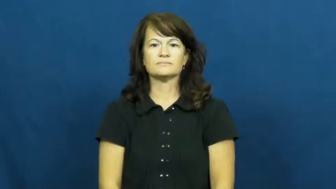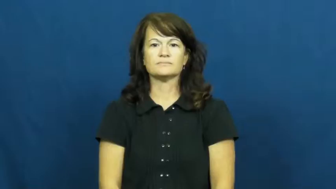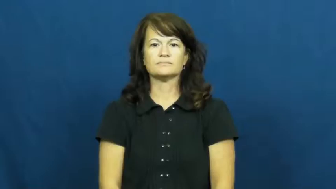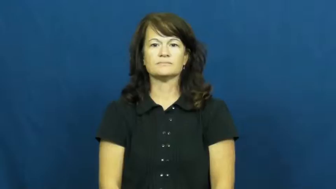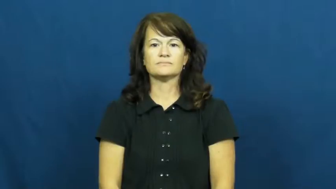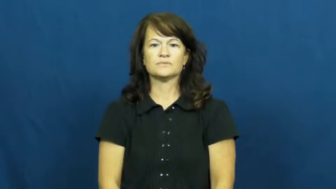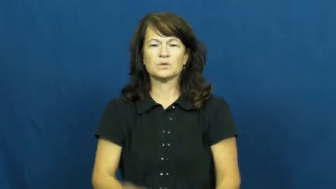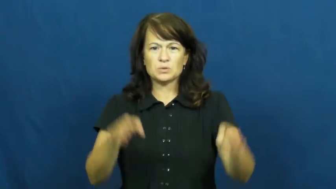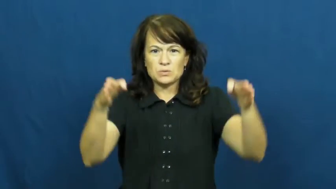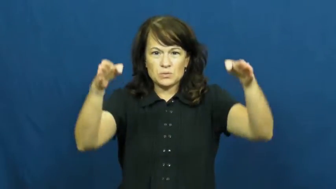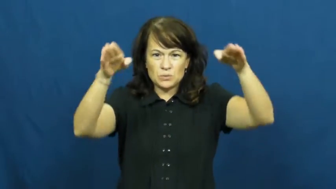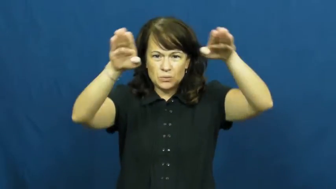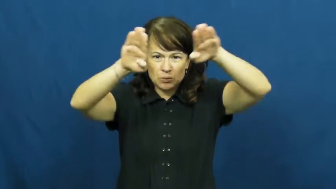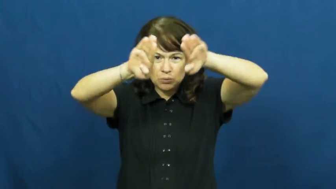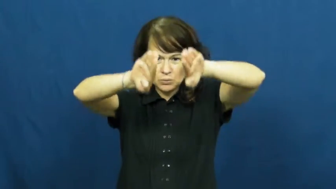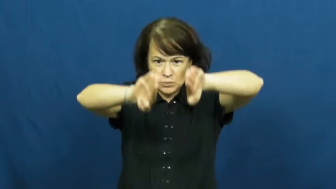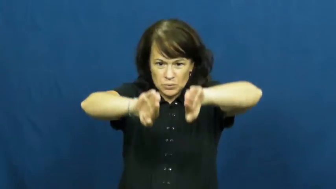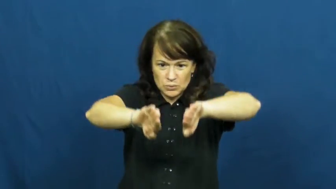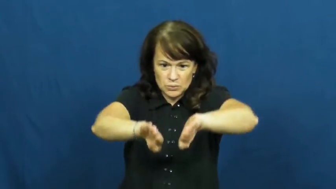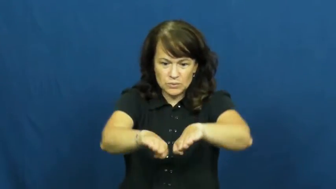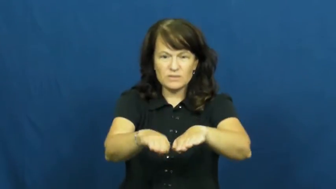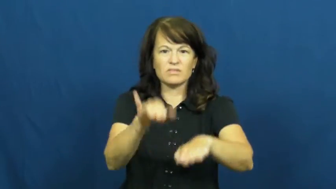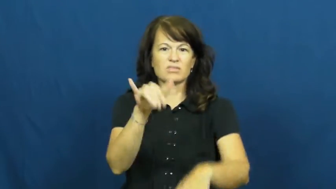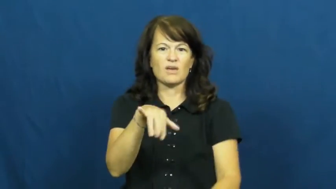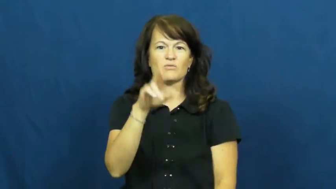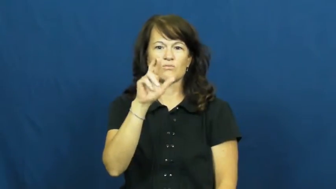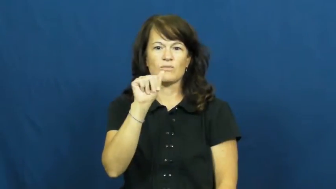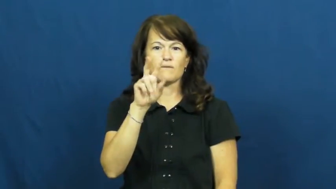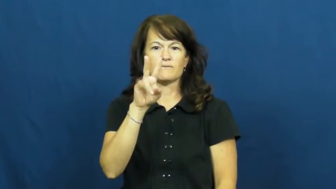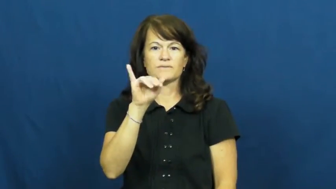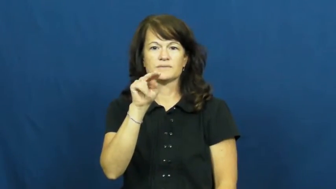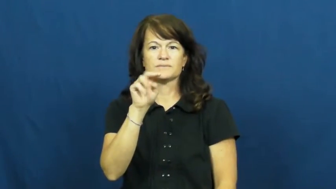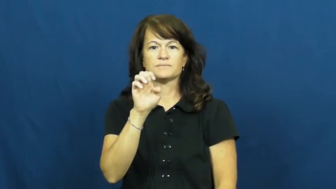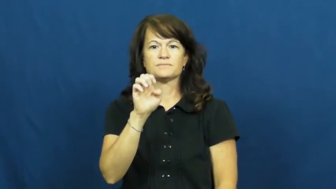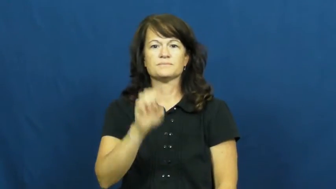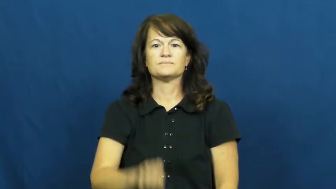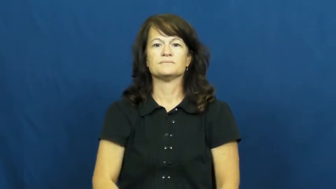ravine